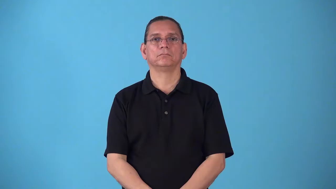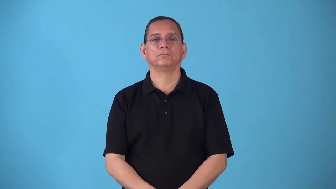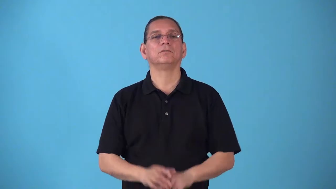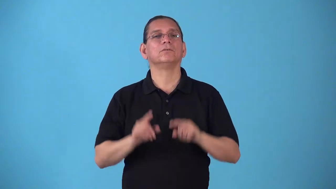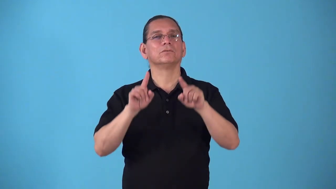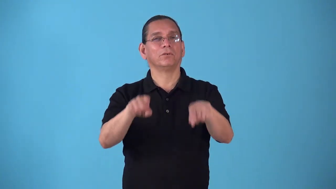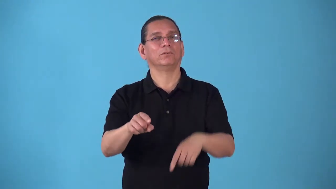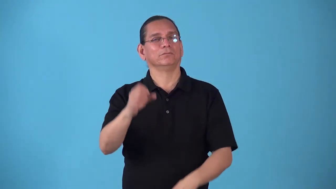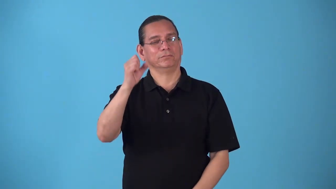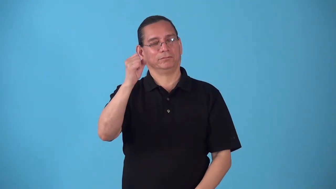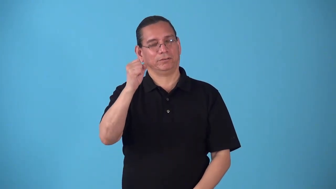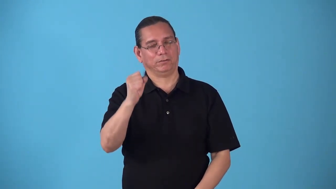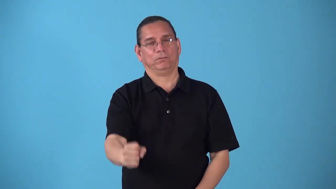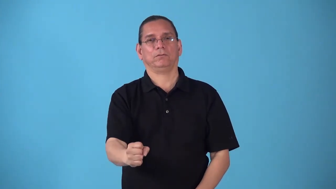southbound,southward